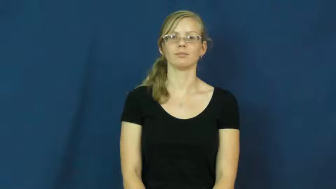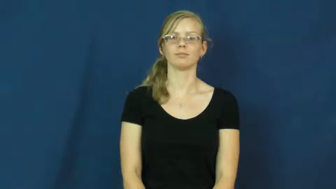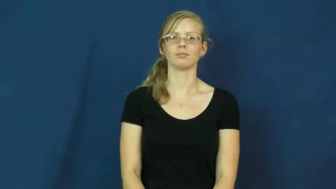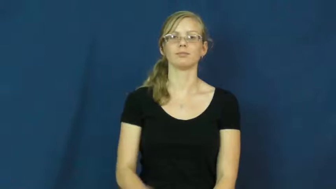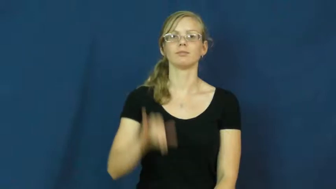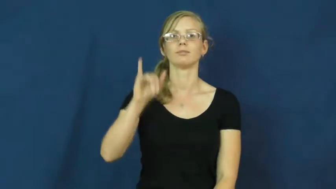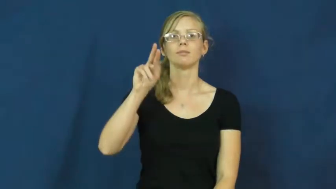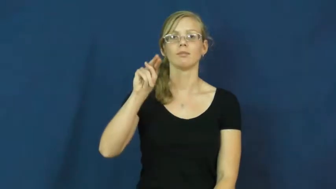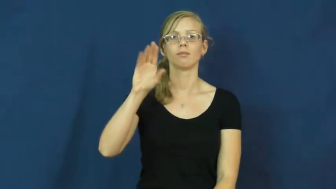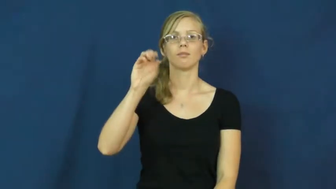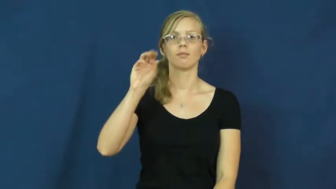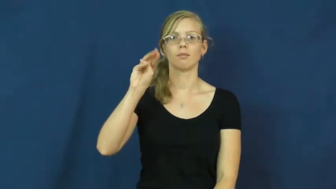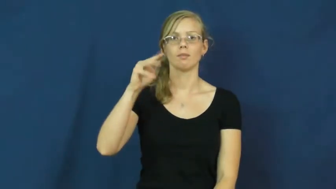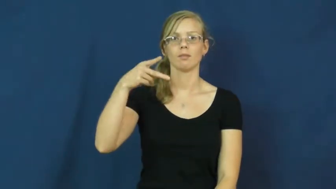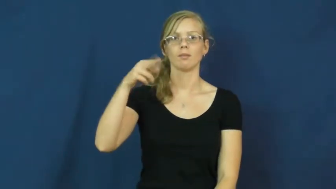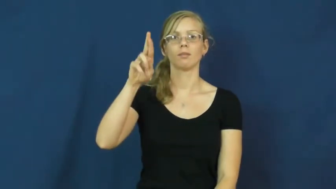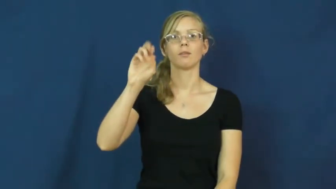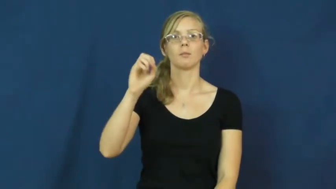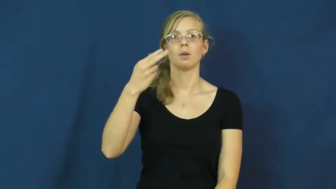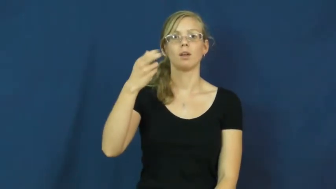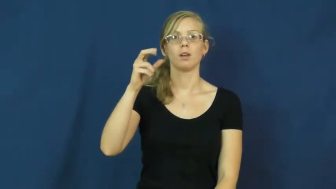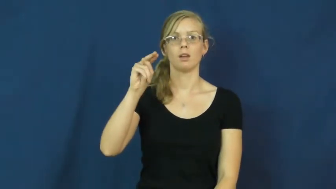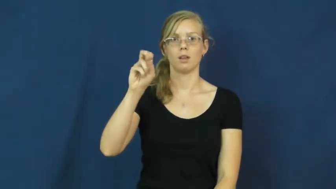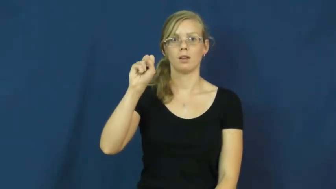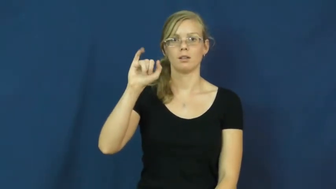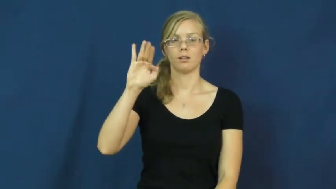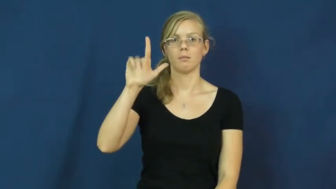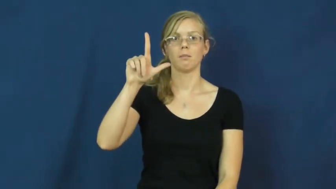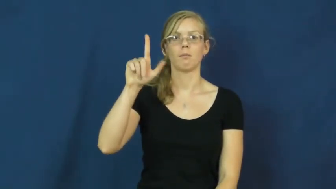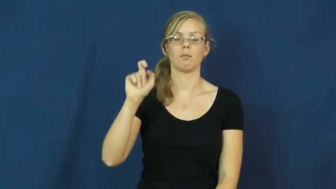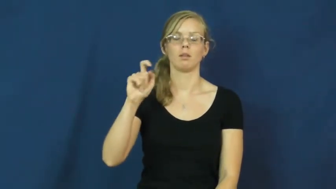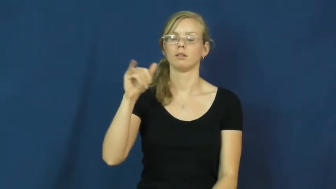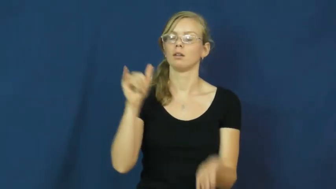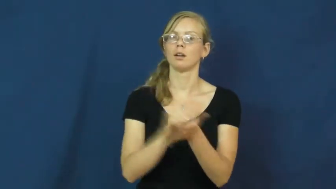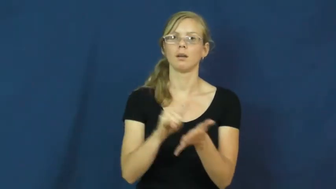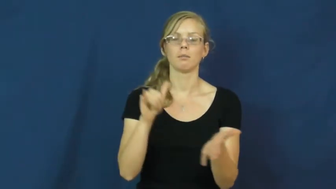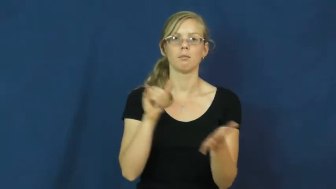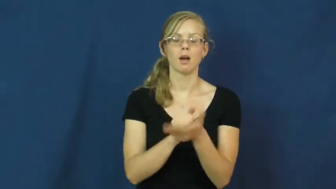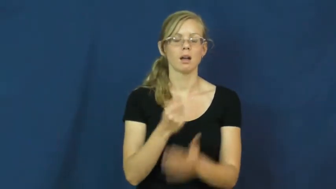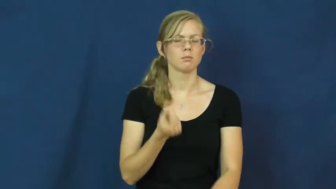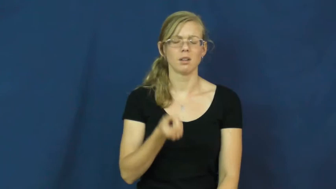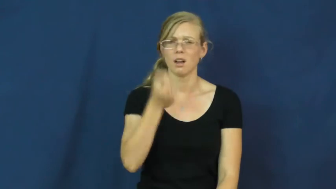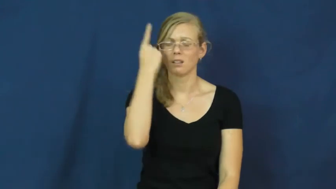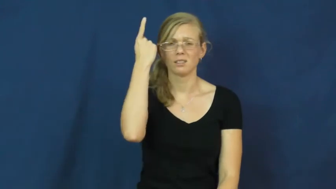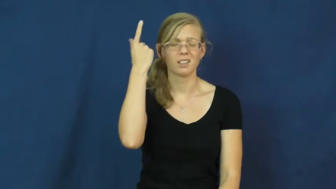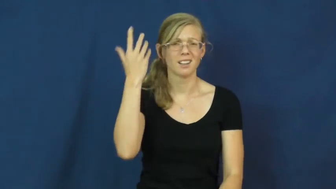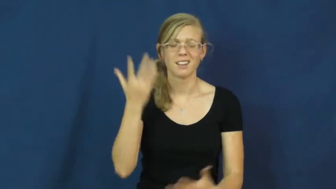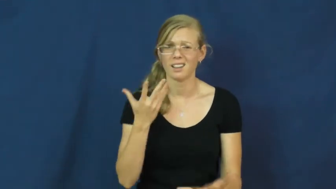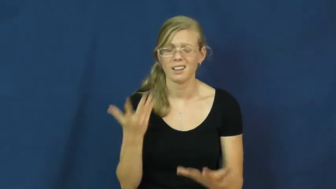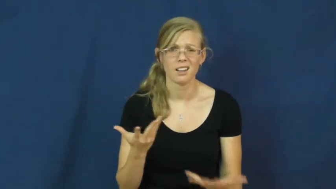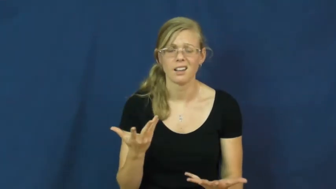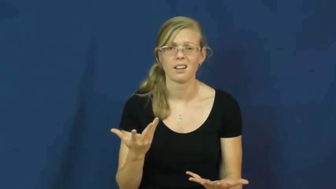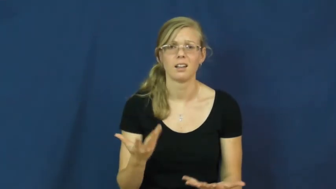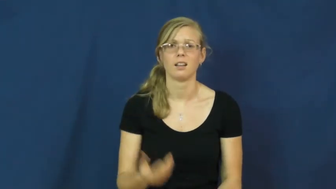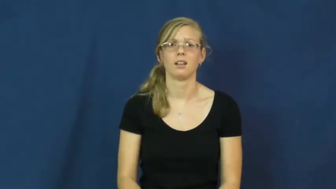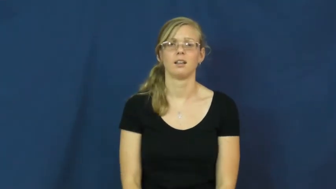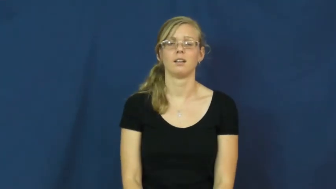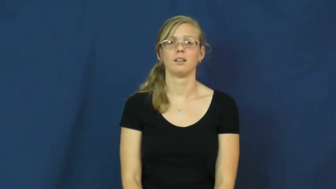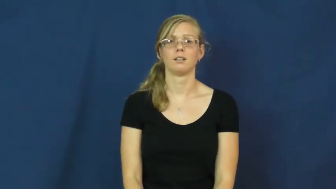incomprehensible